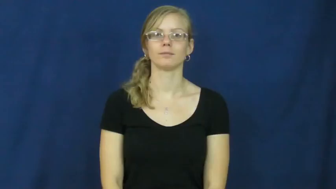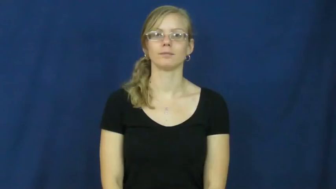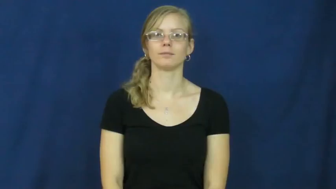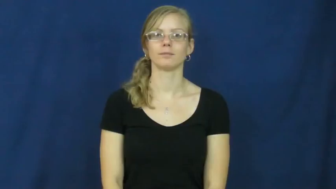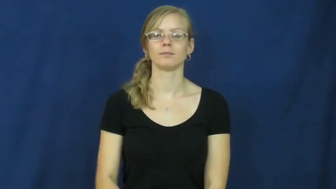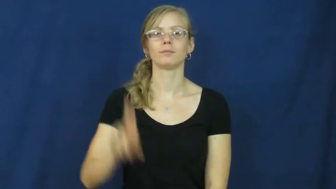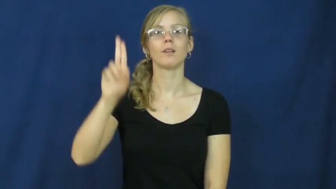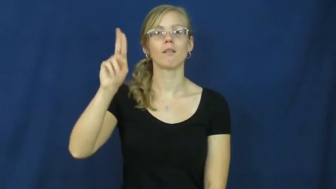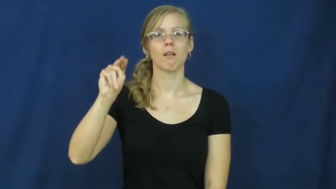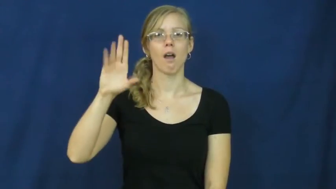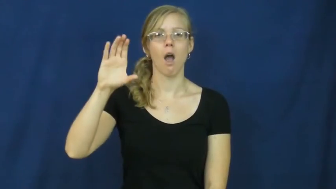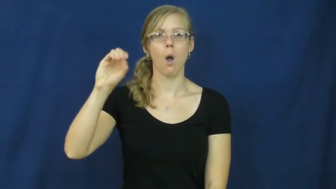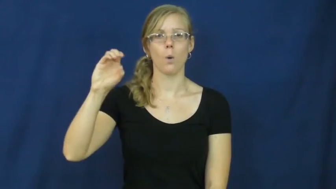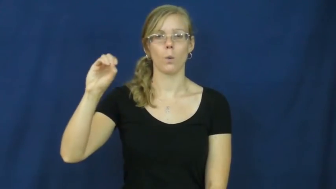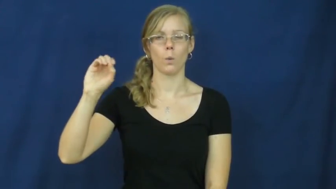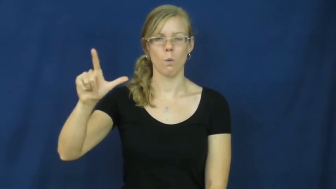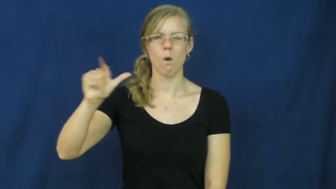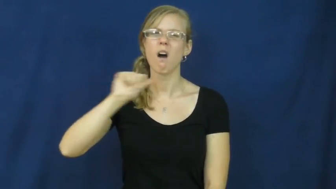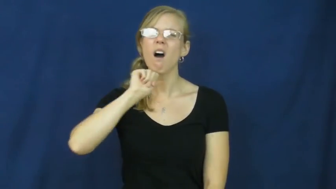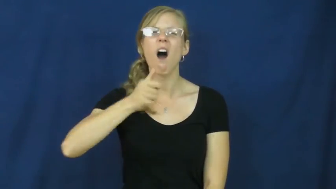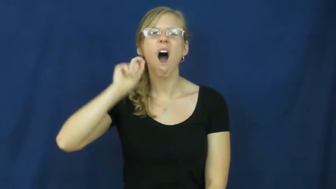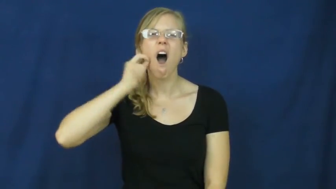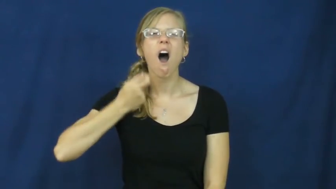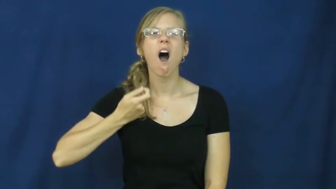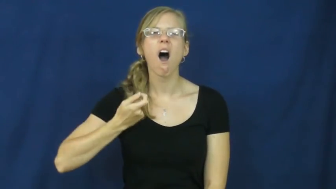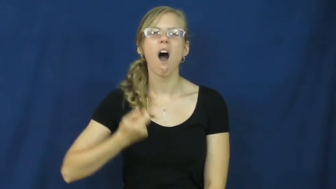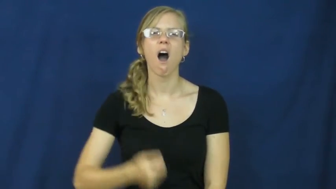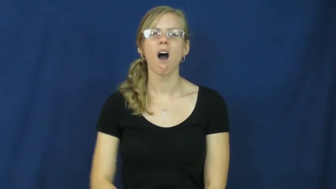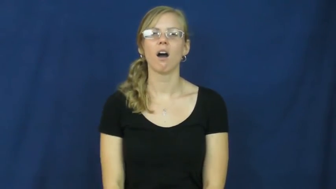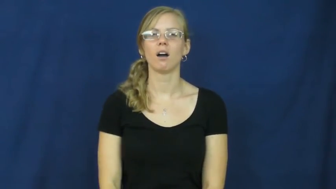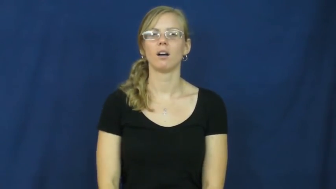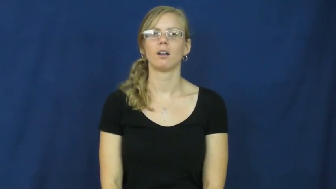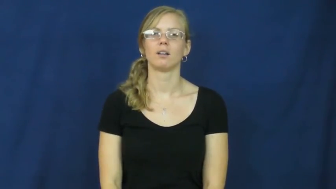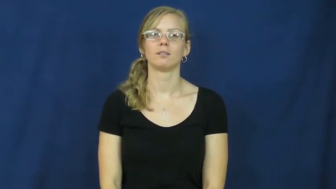uncool